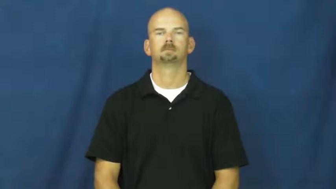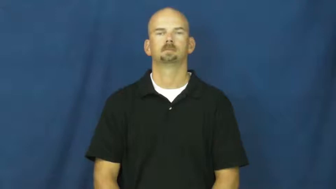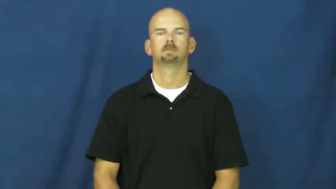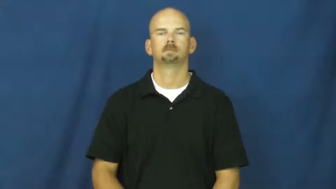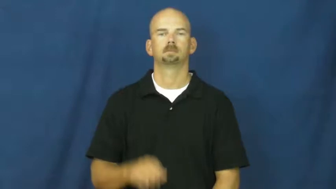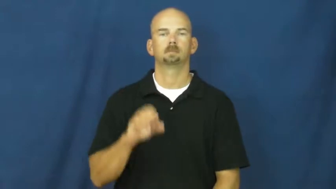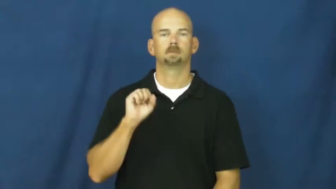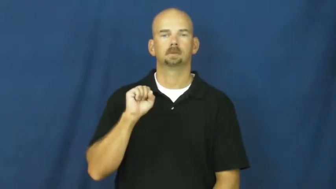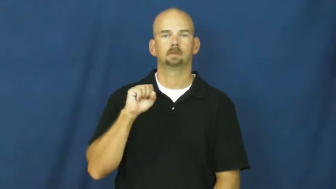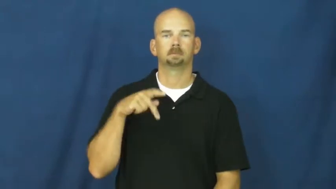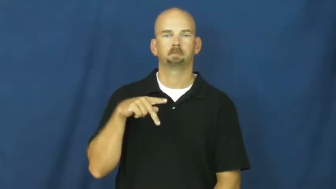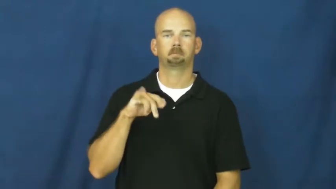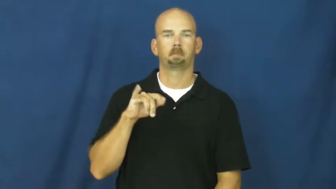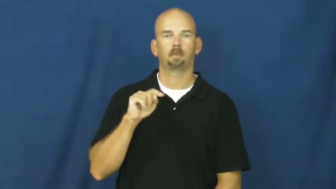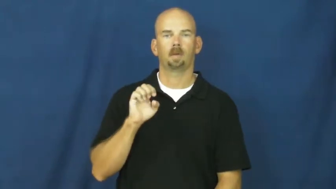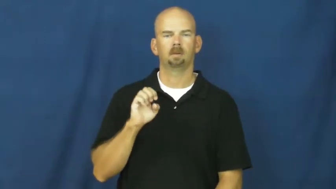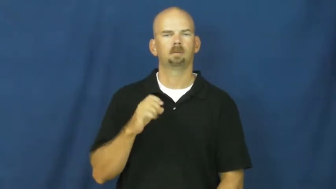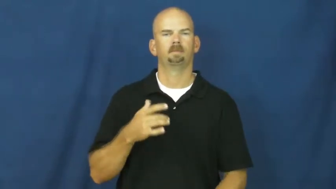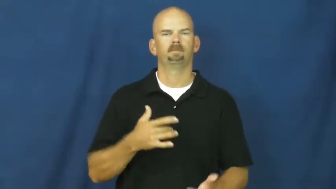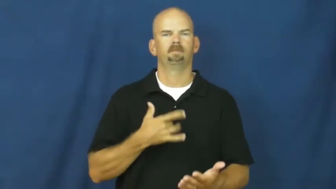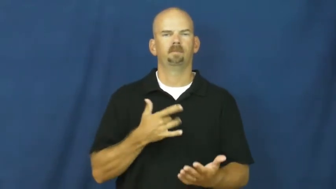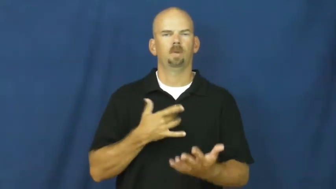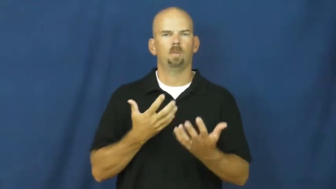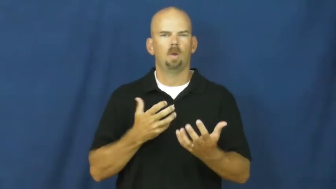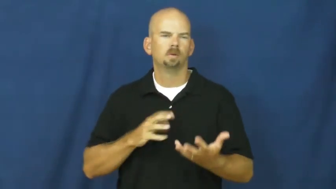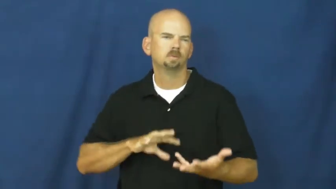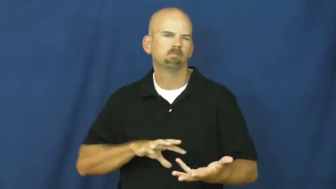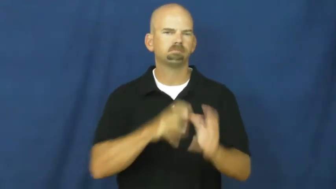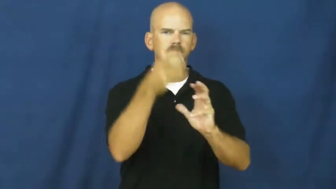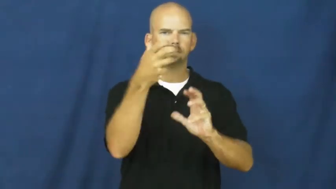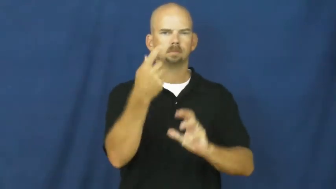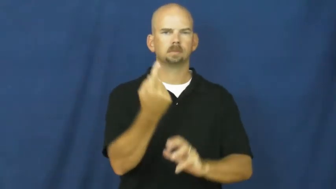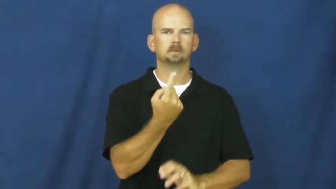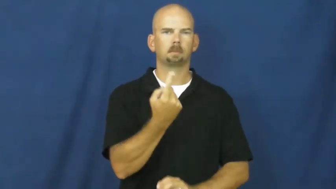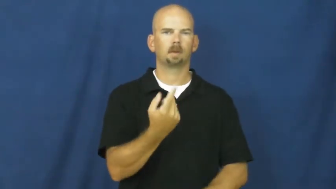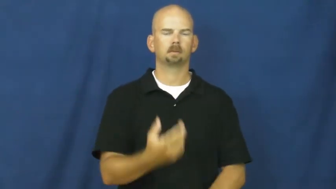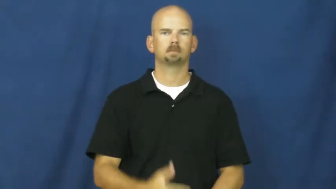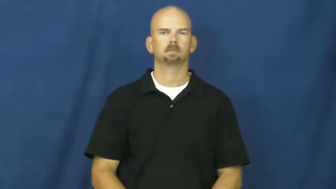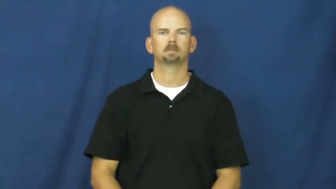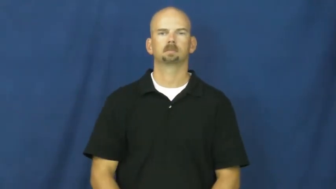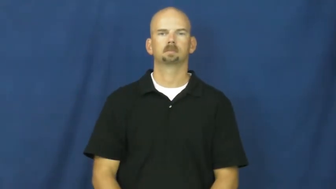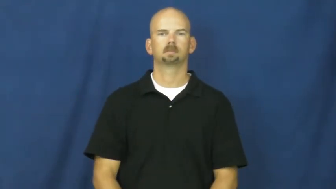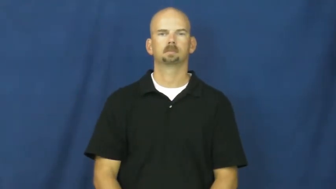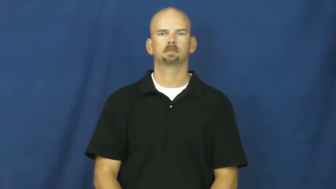spite